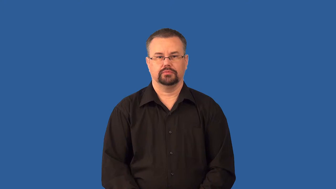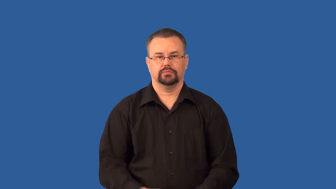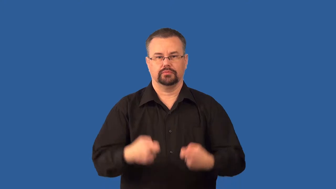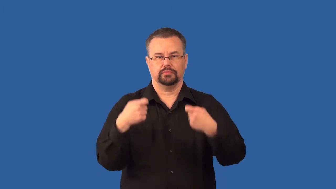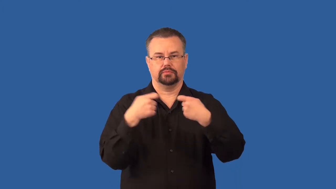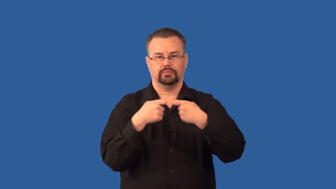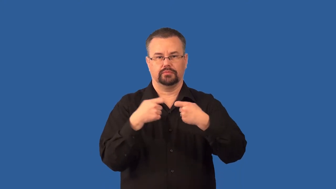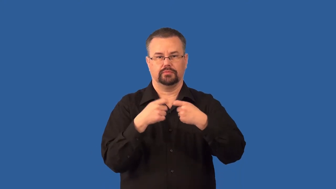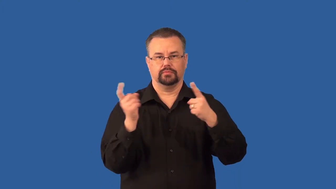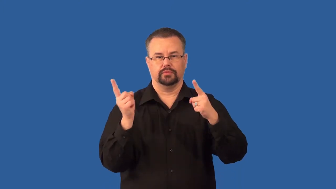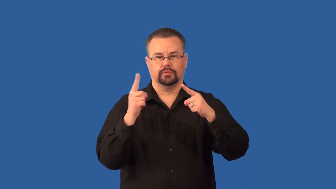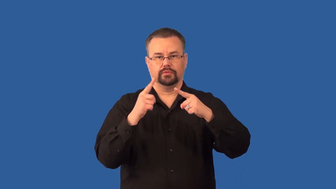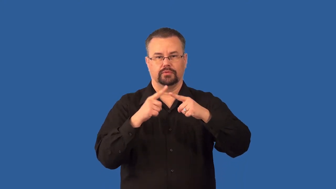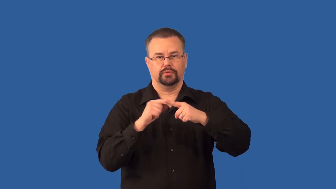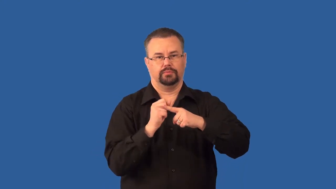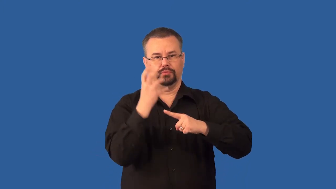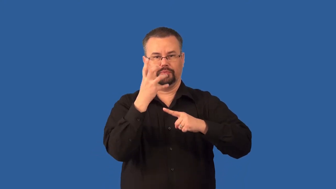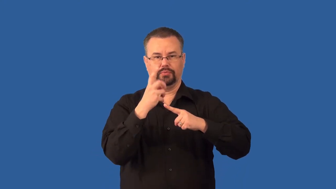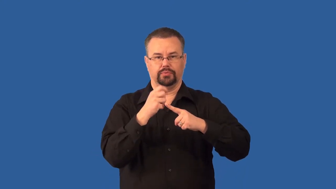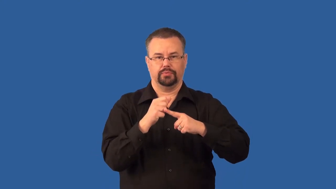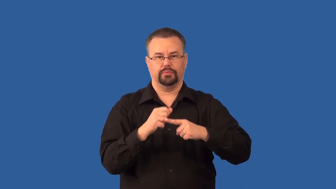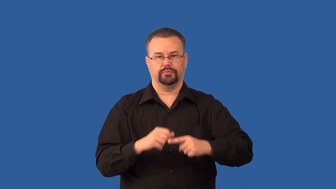short circuit